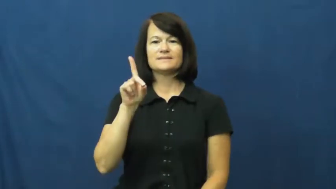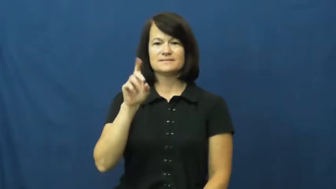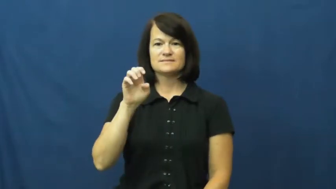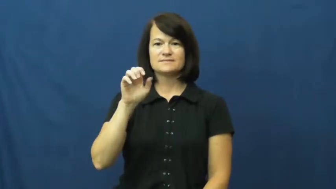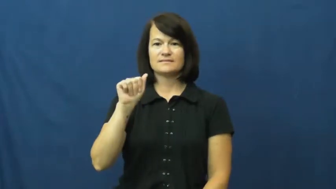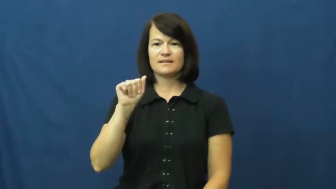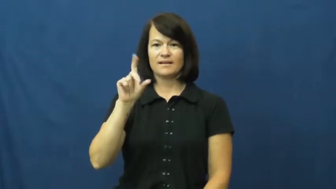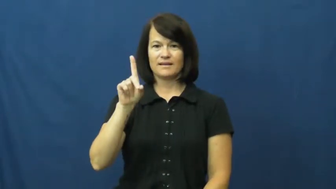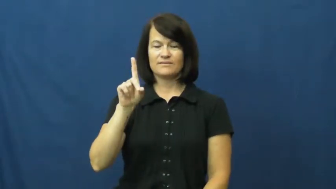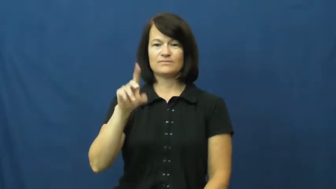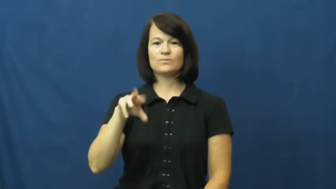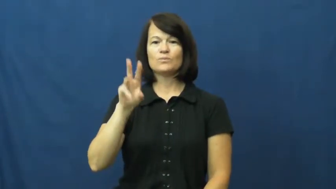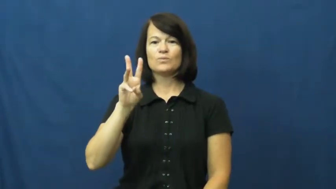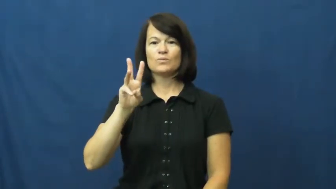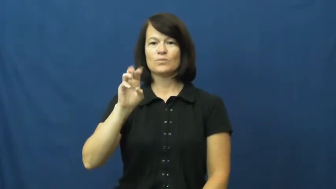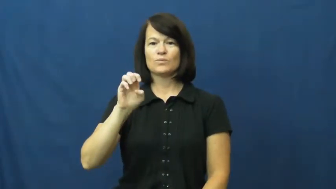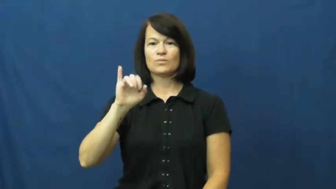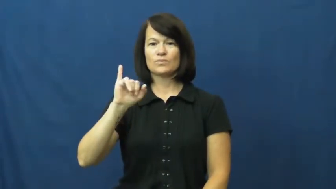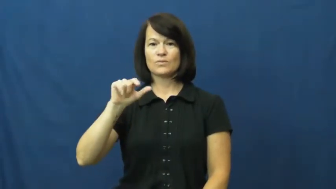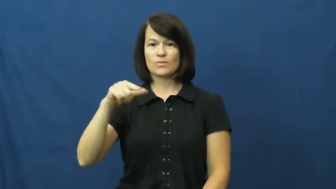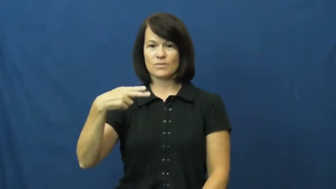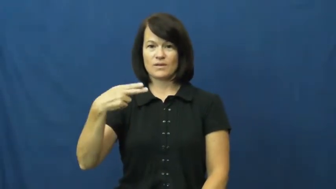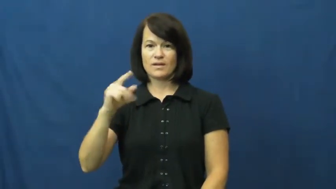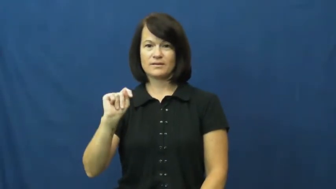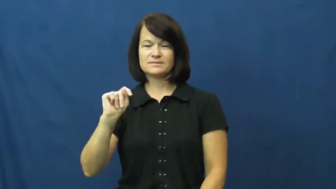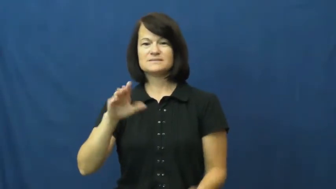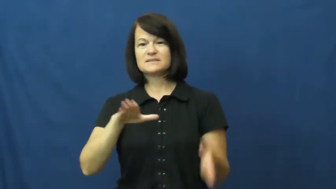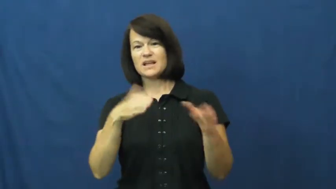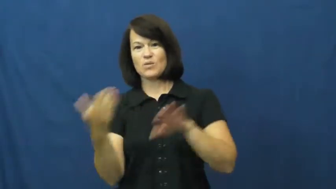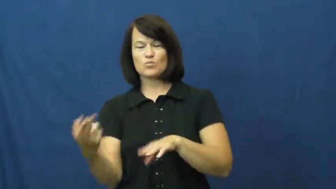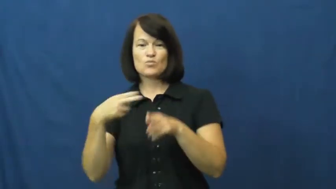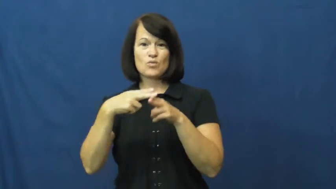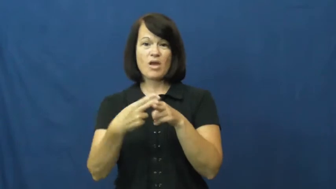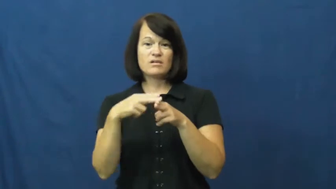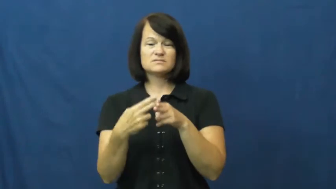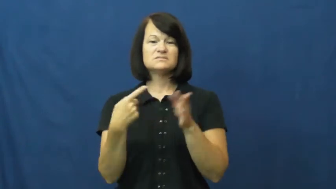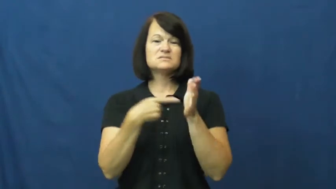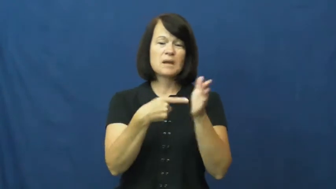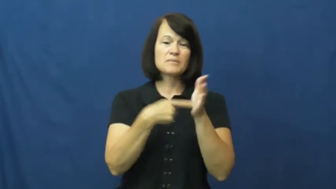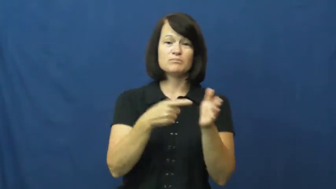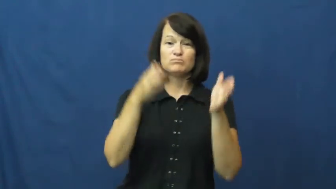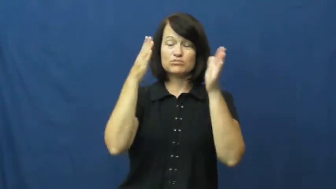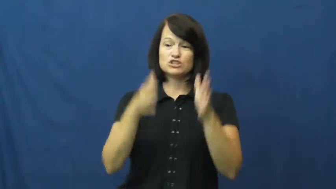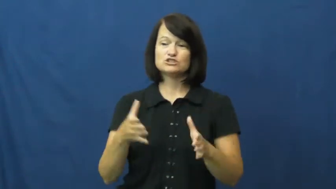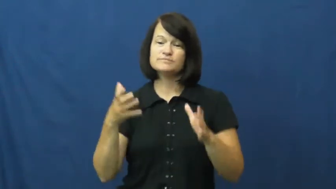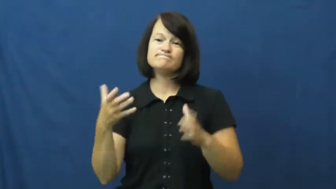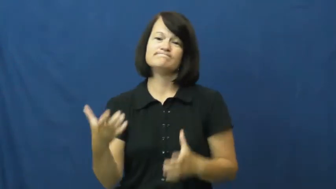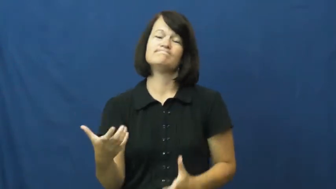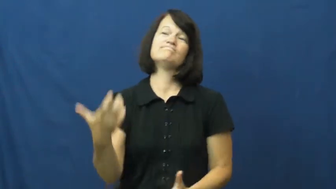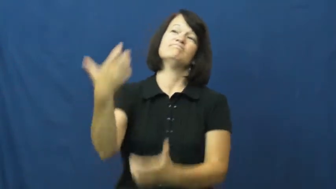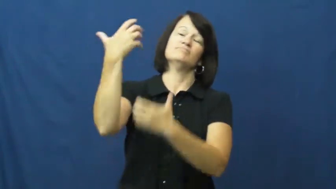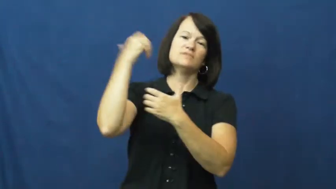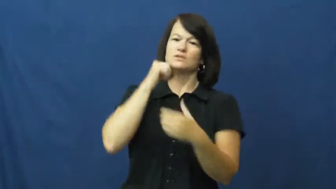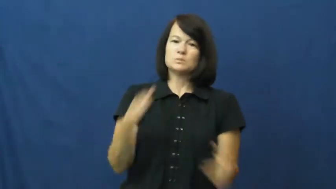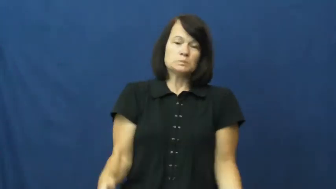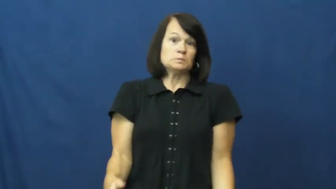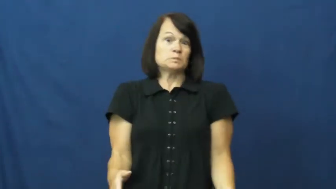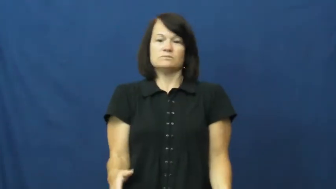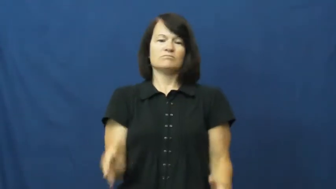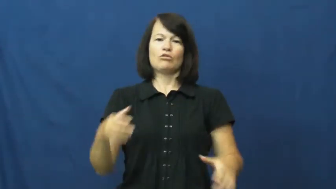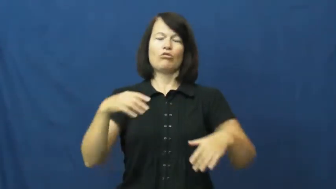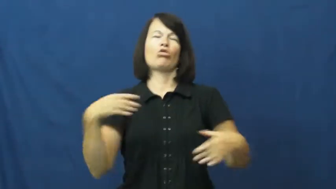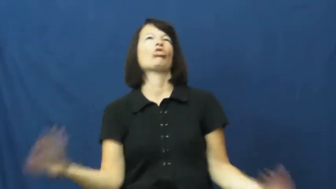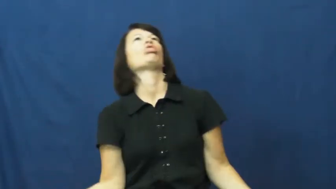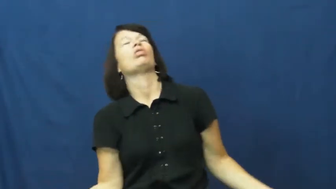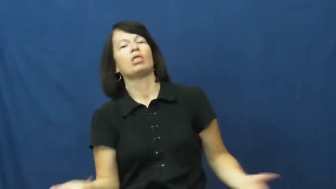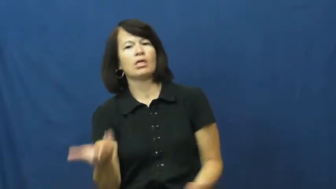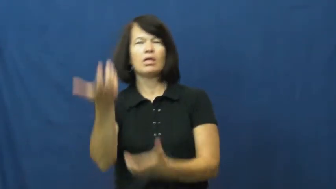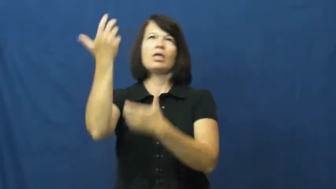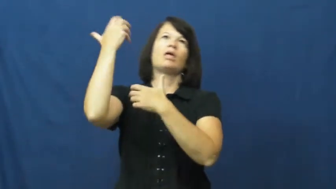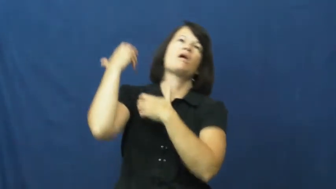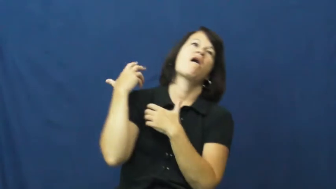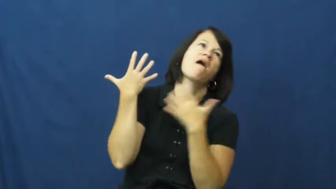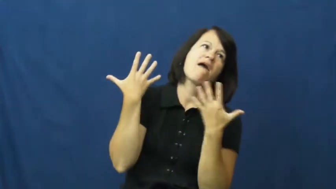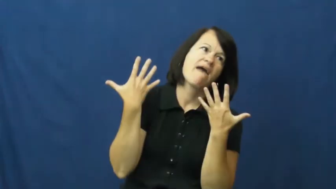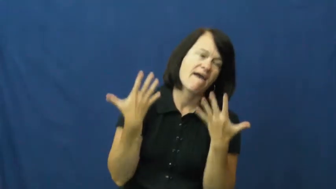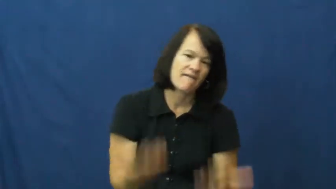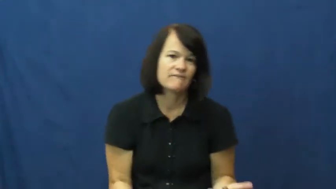deadweight